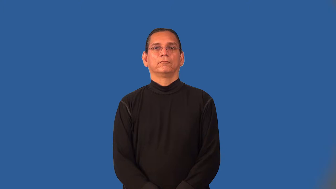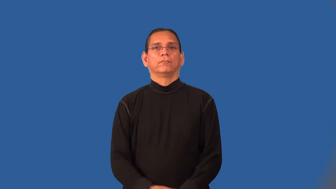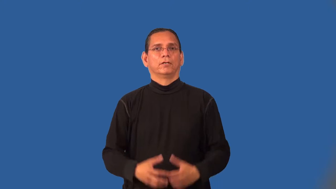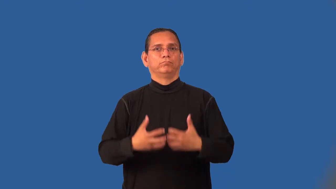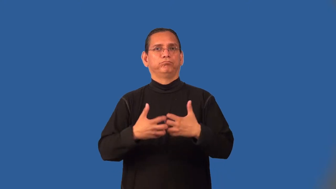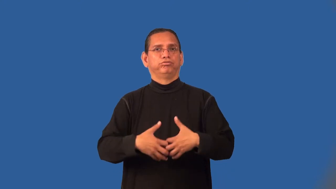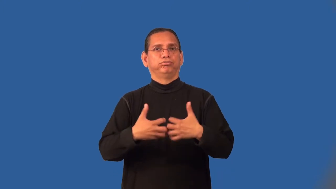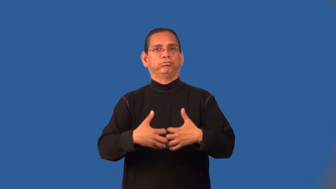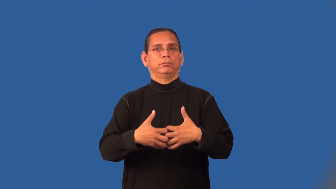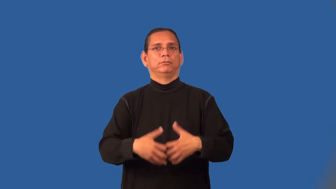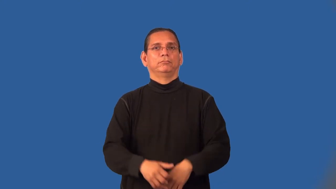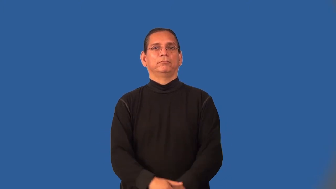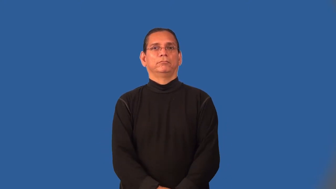mechanism-machine